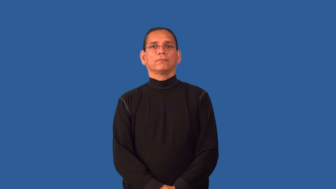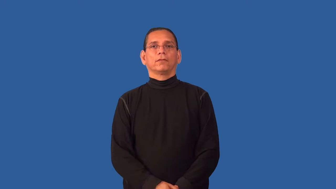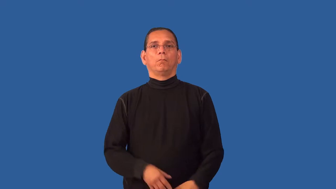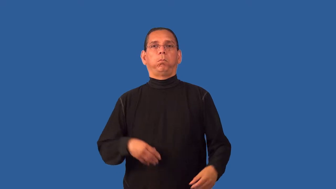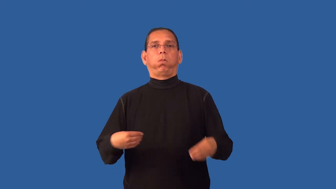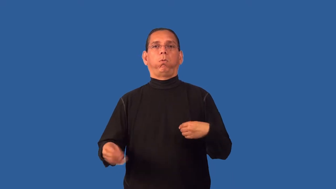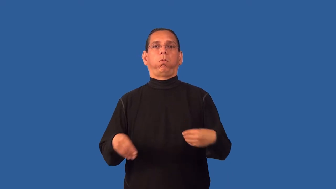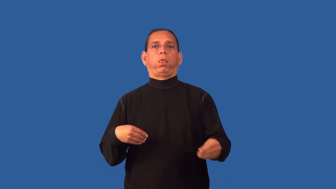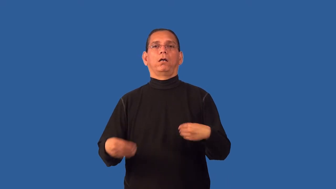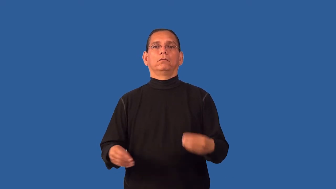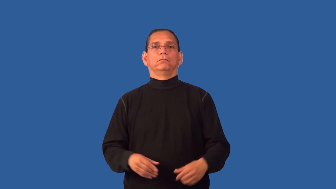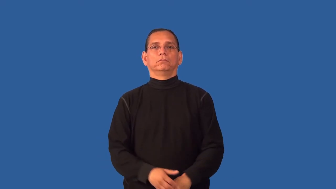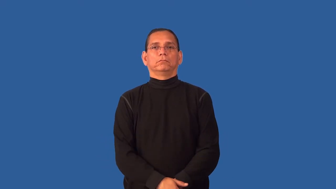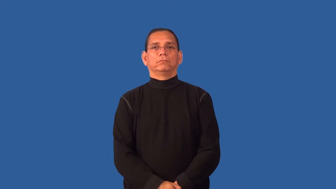fold-skin